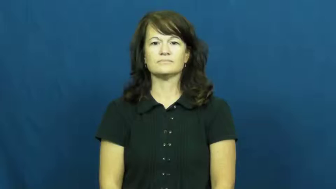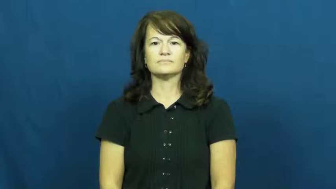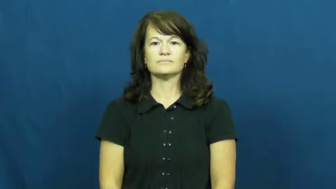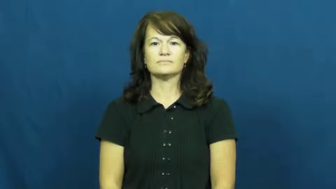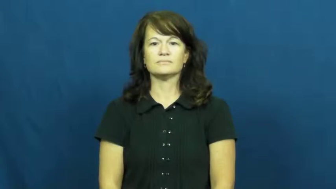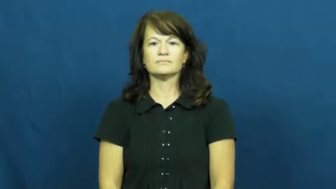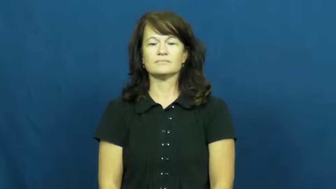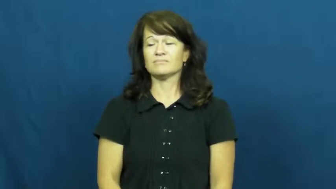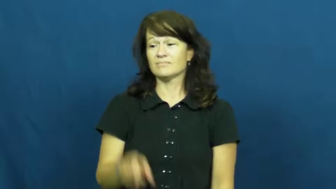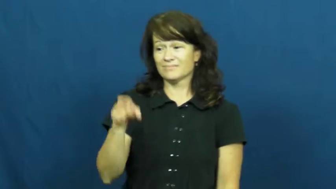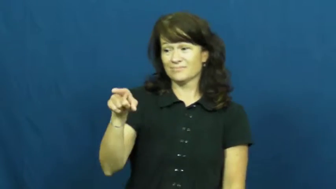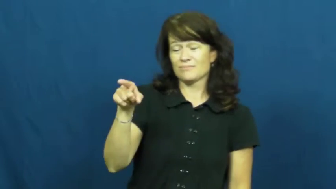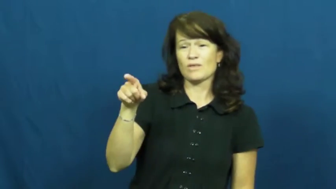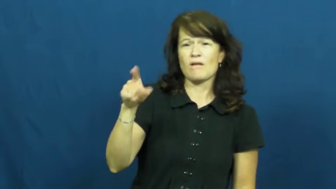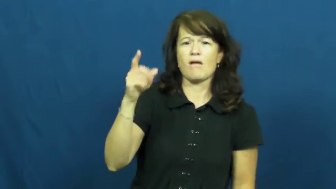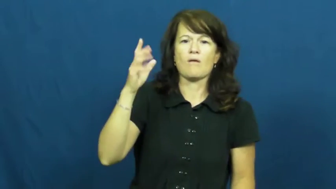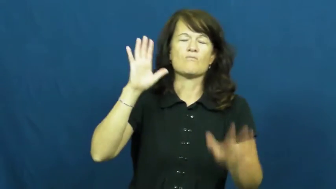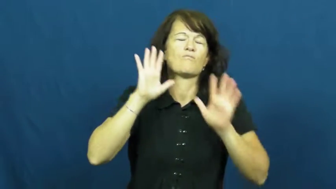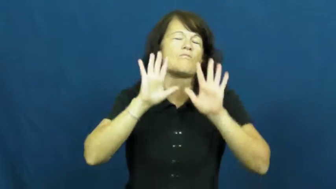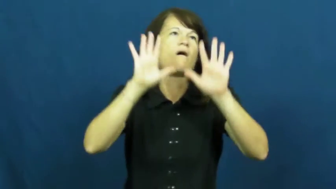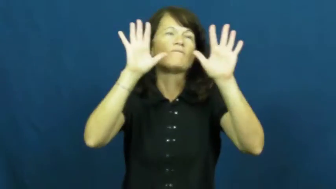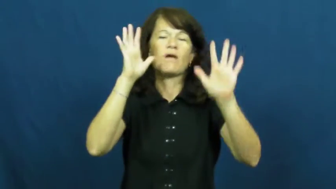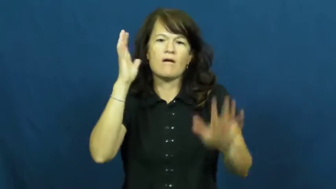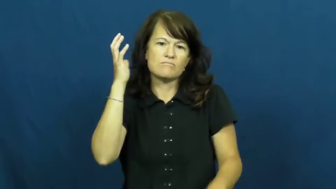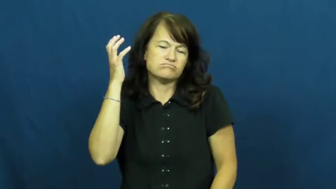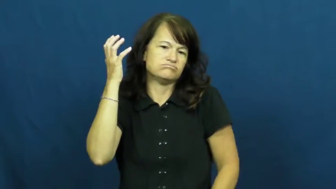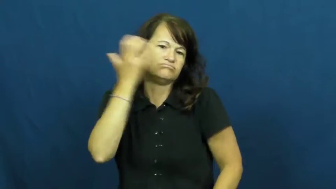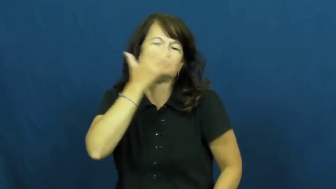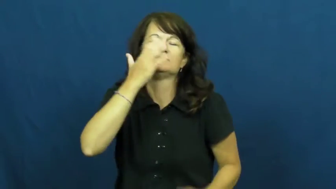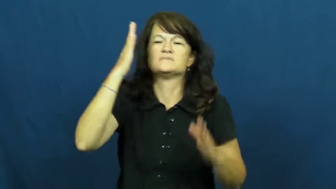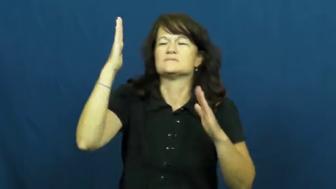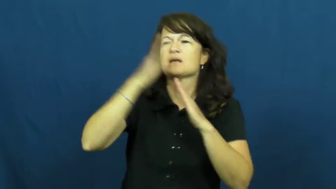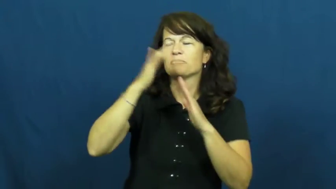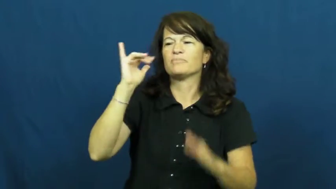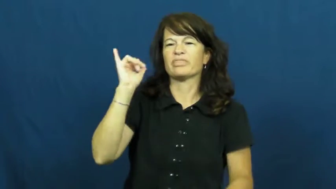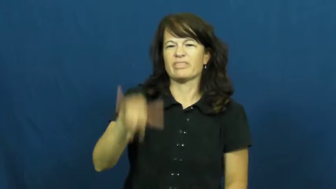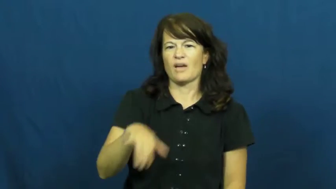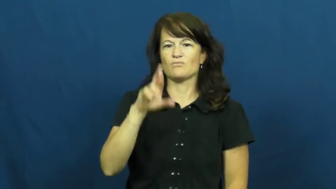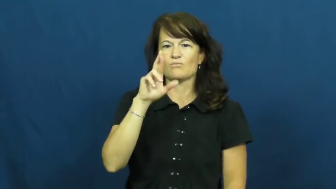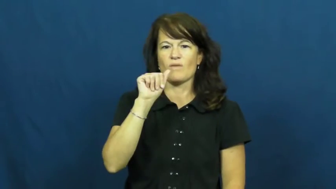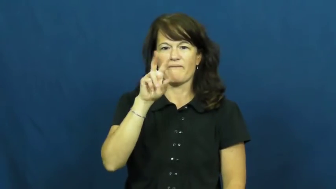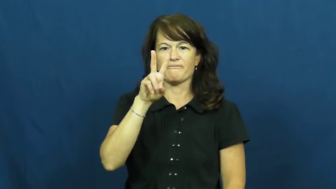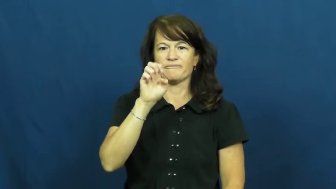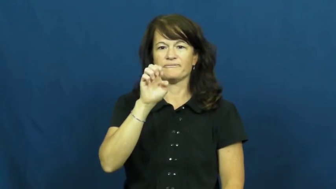rave,adulation,econium,paean-praise